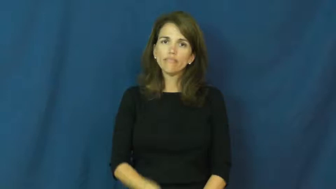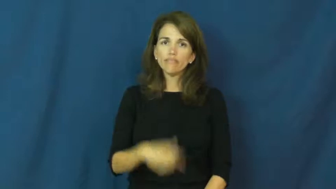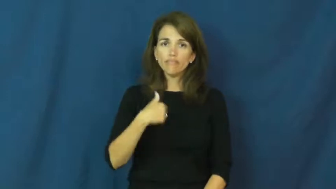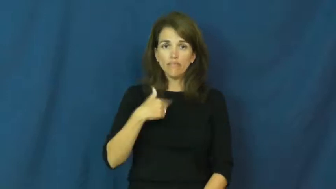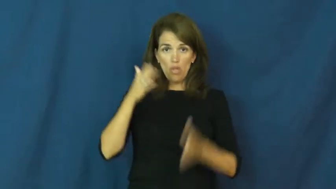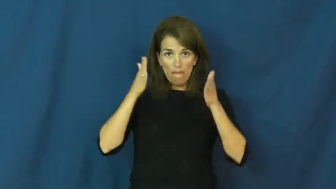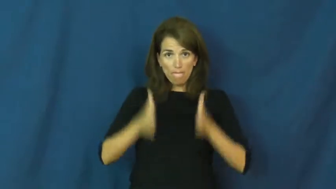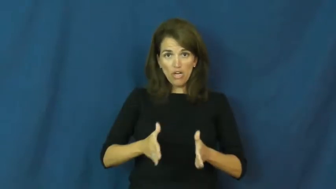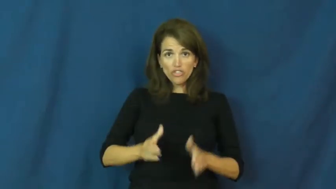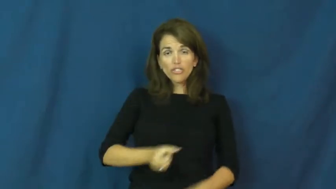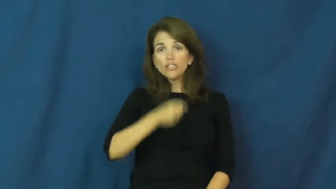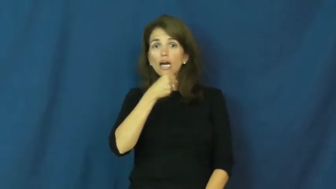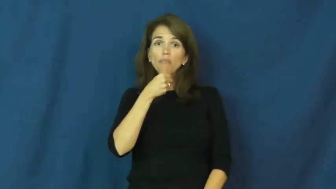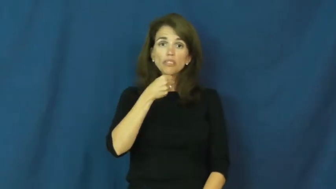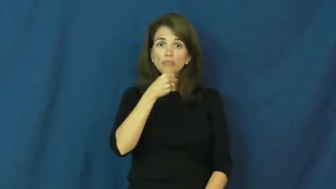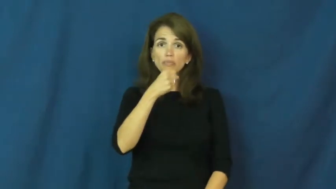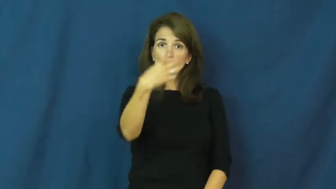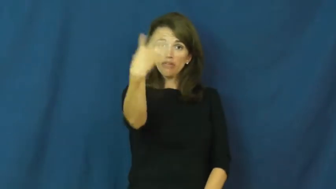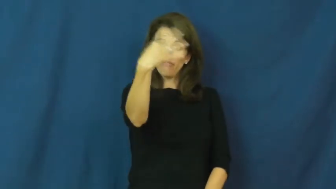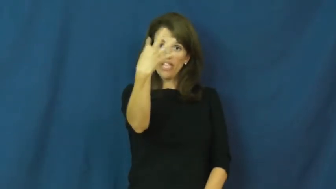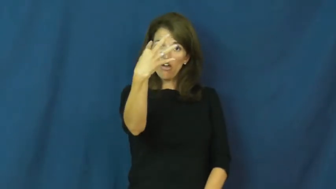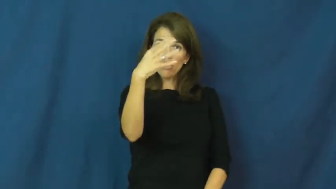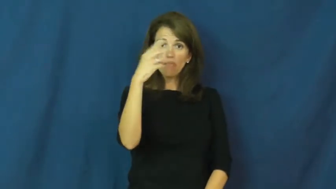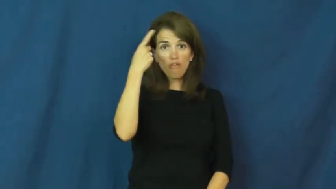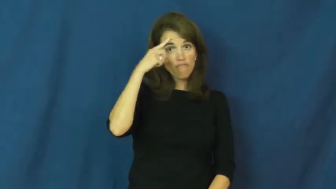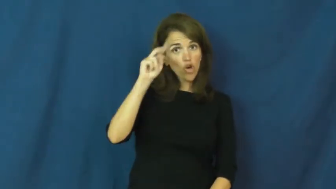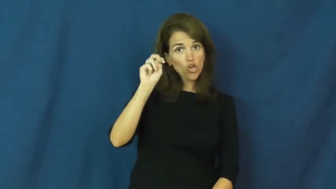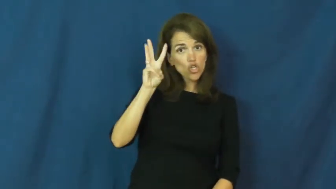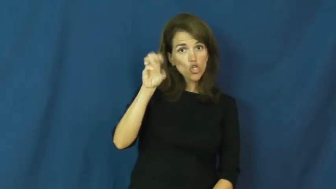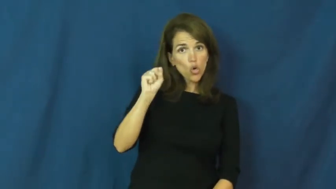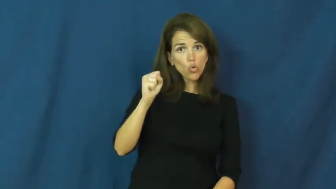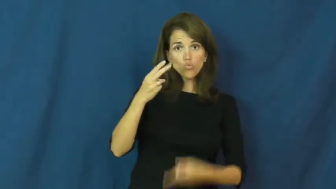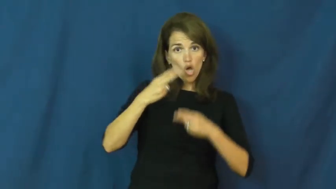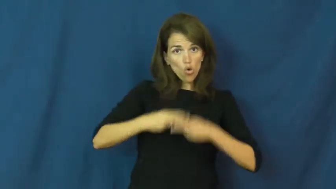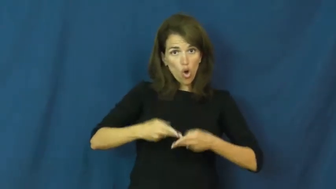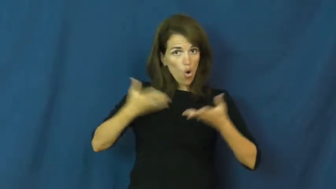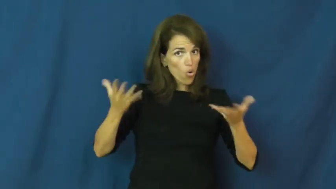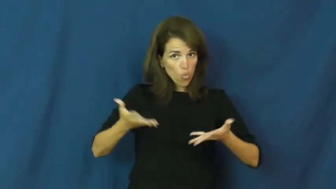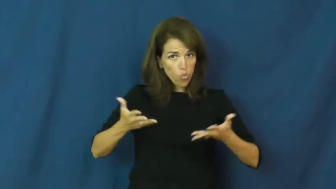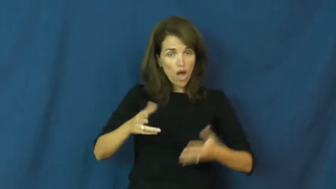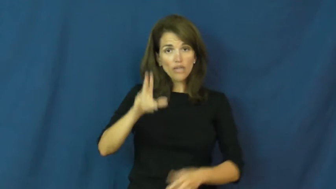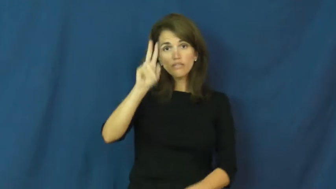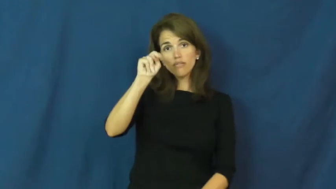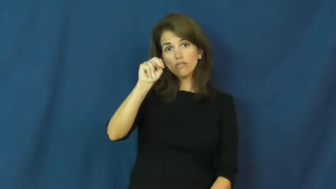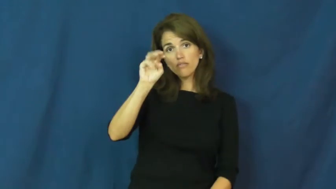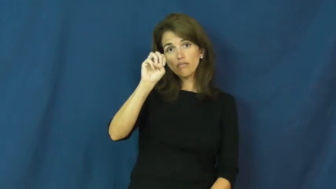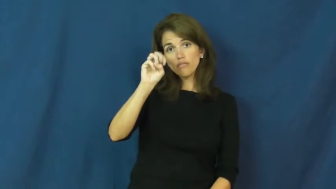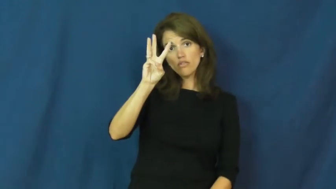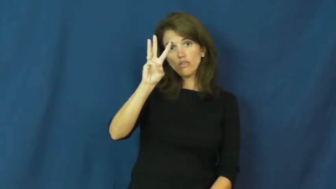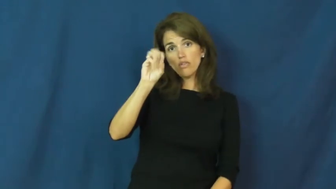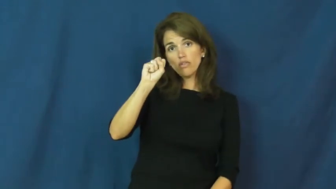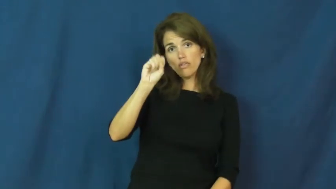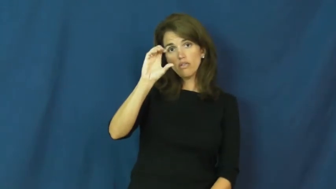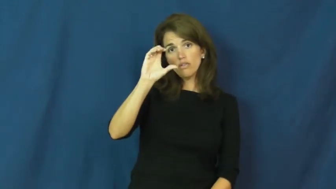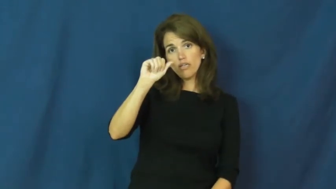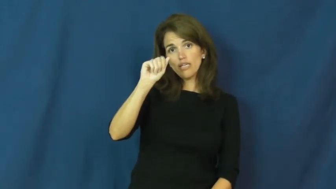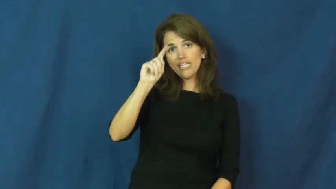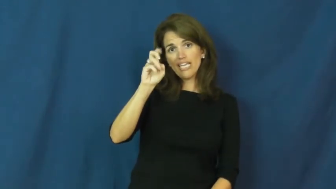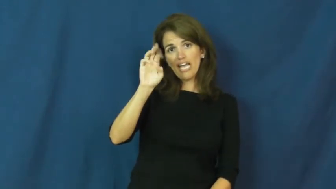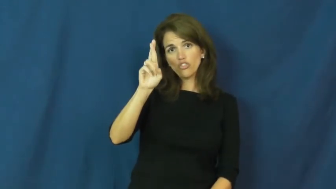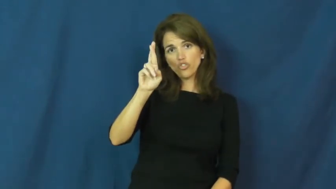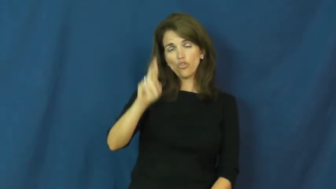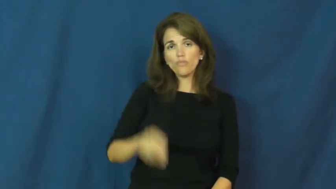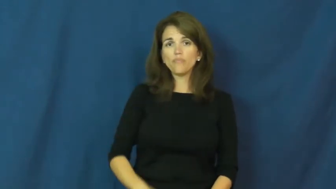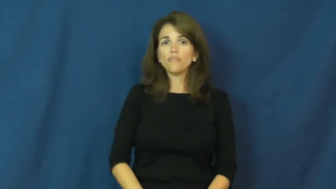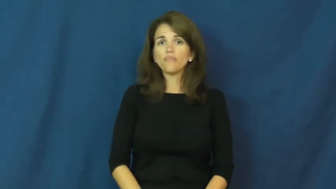newscaster